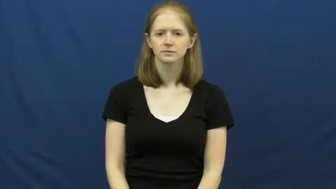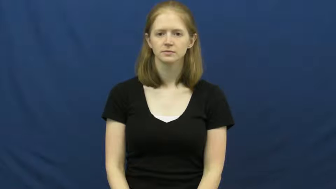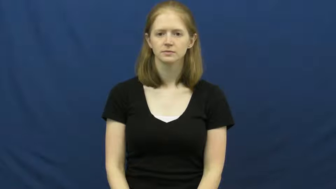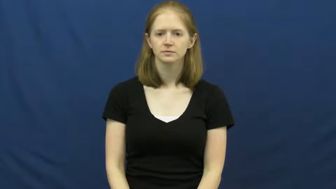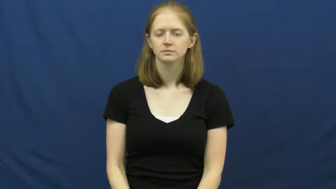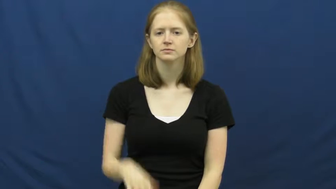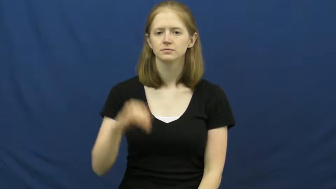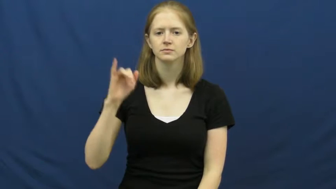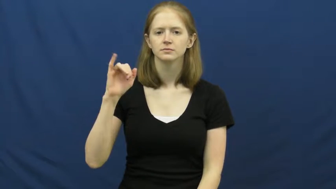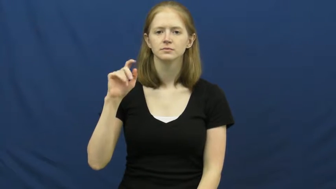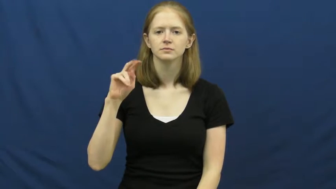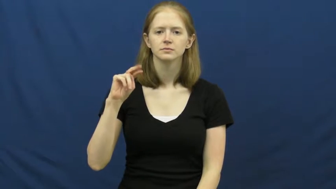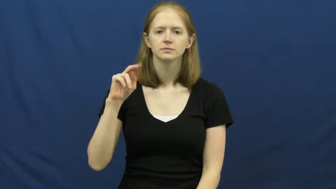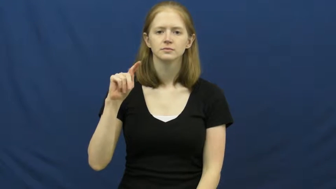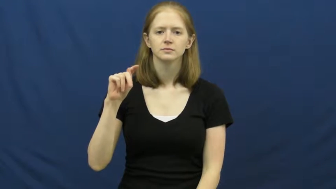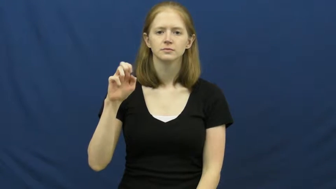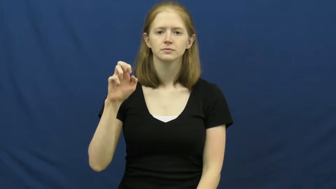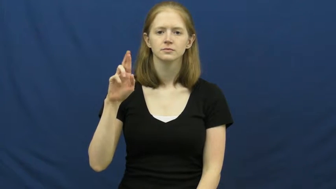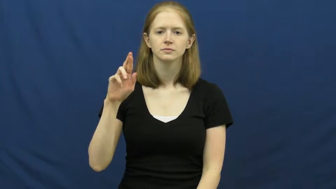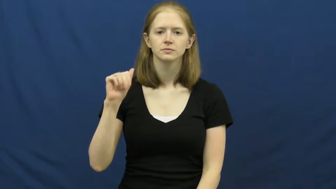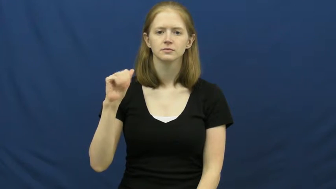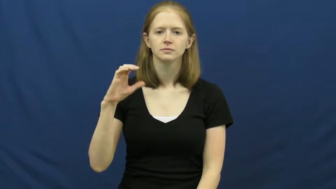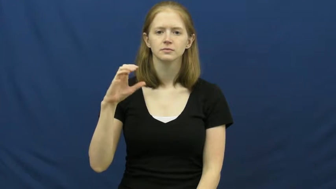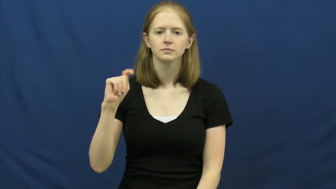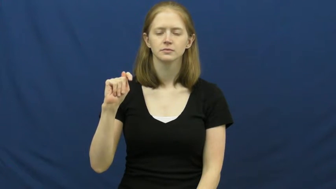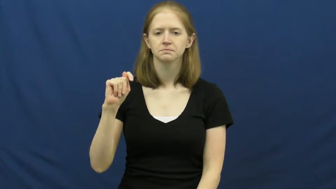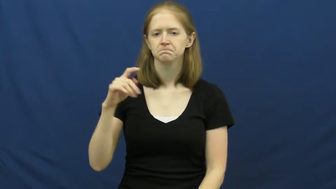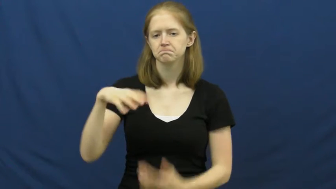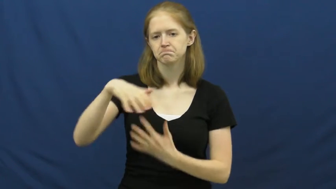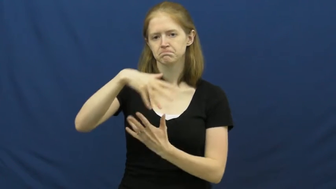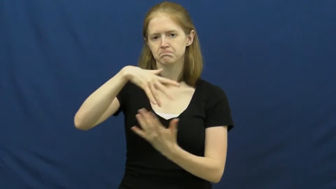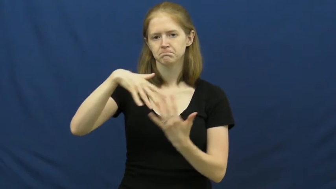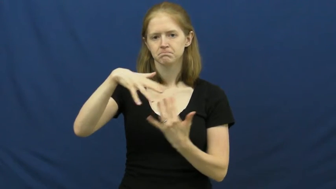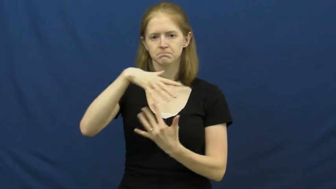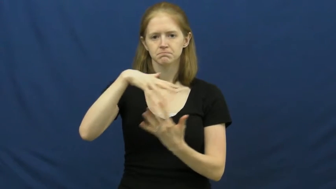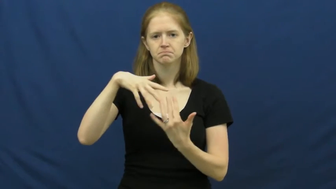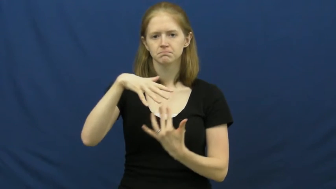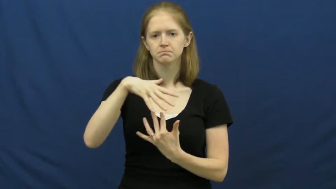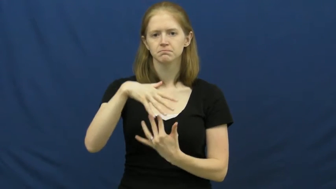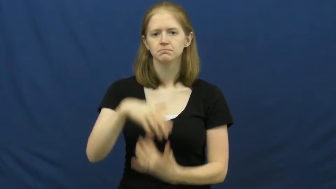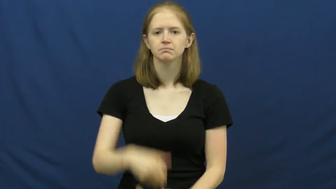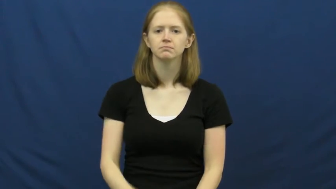interact